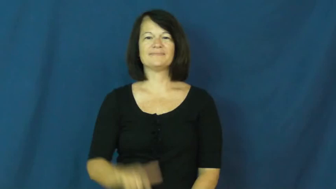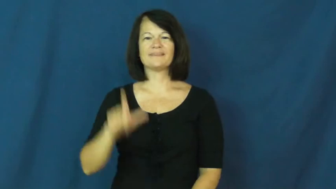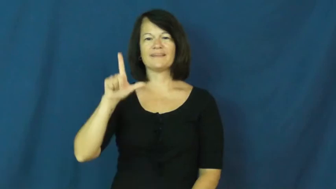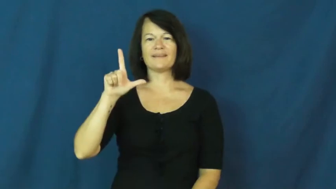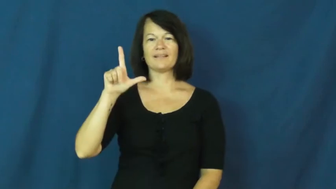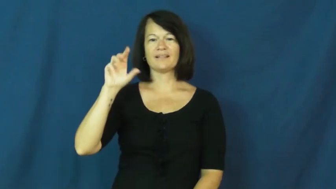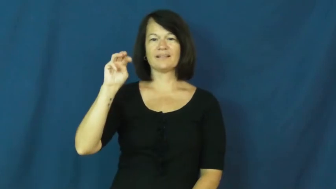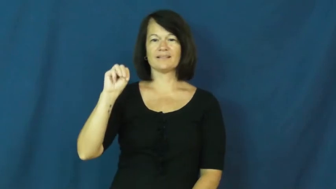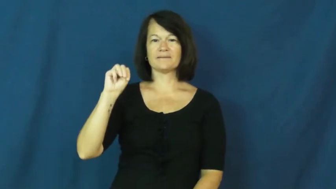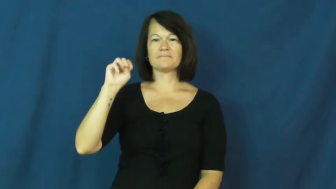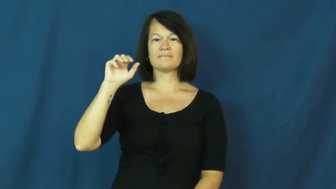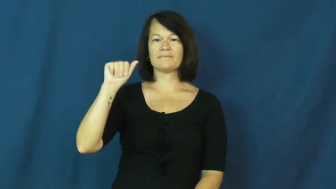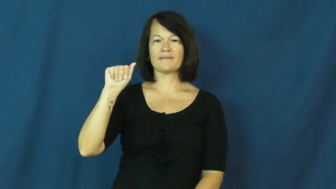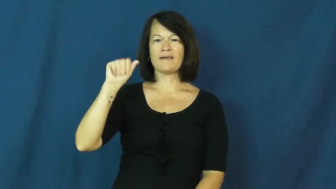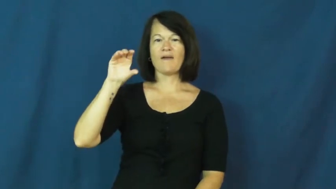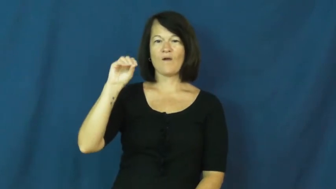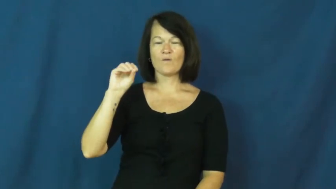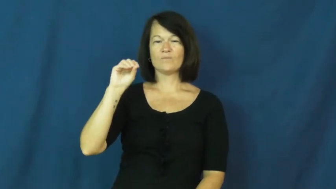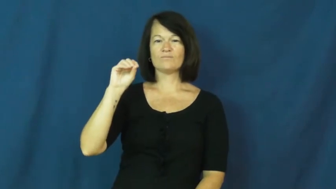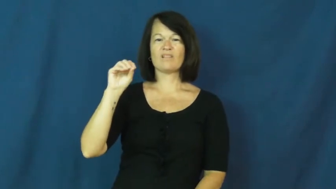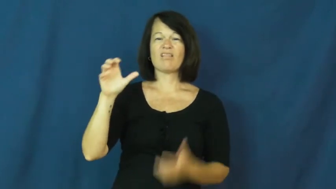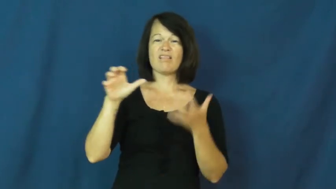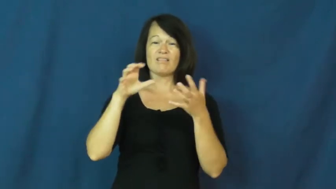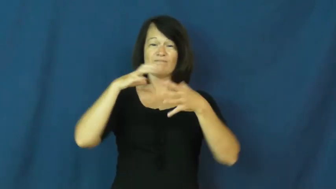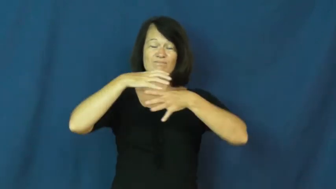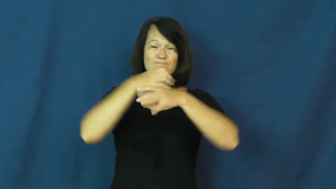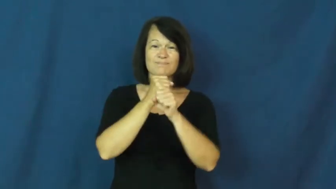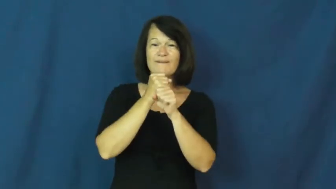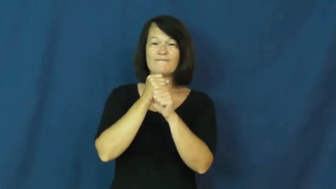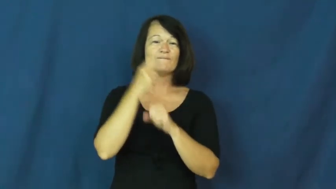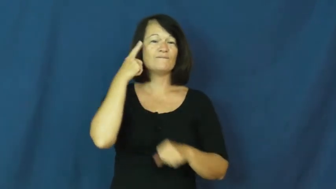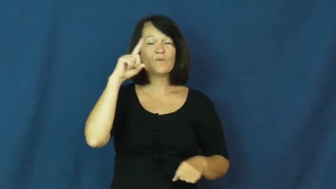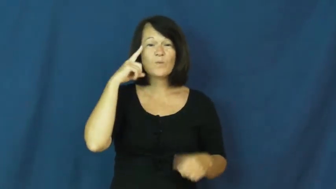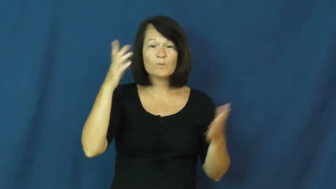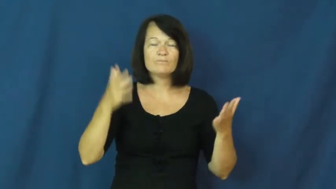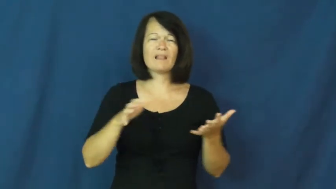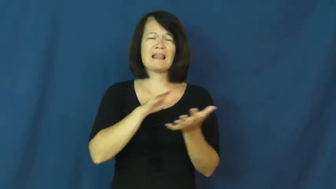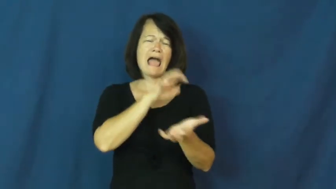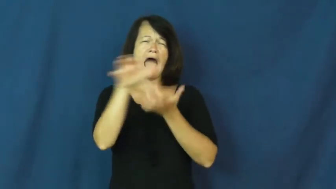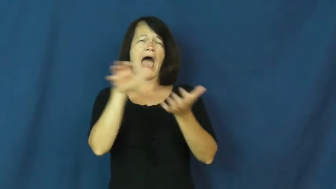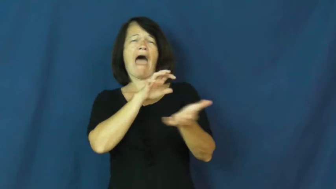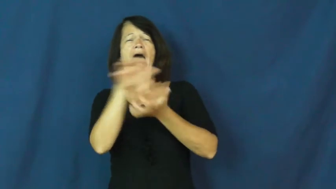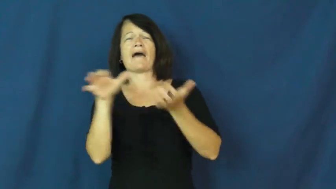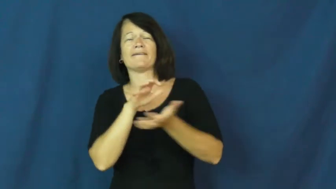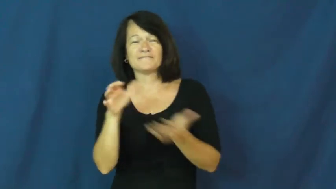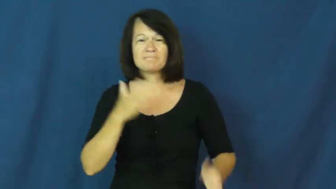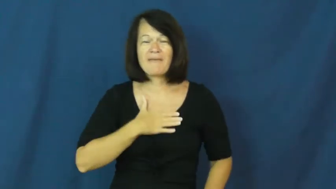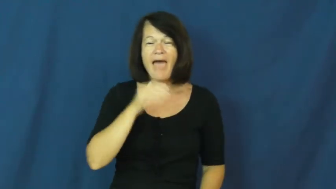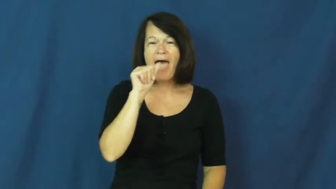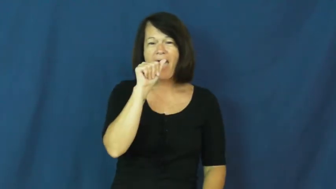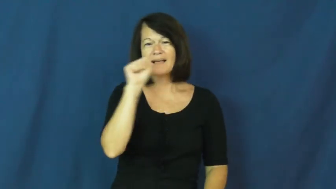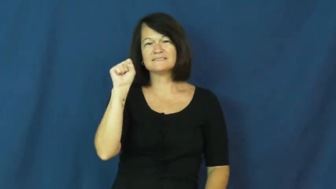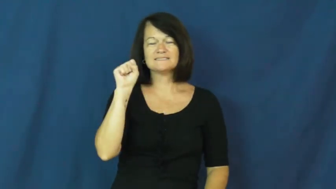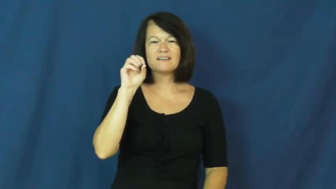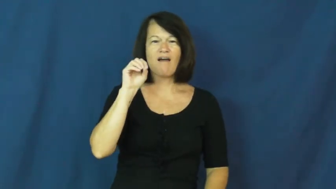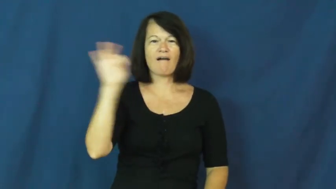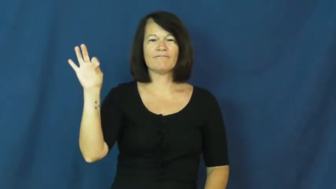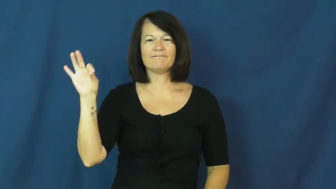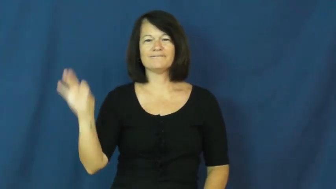LMAO